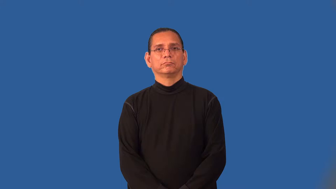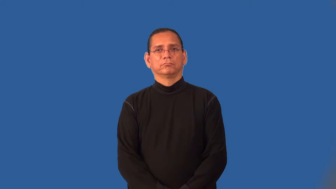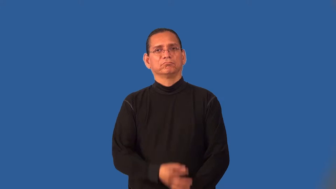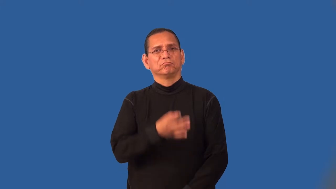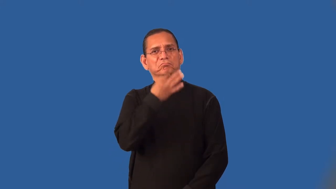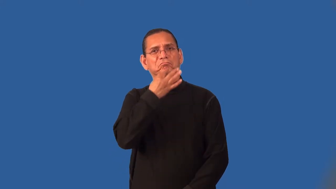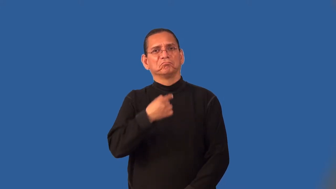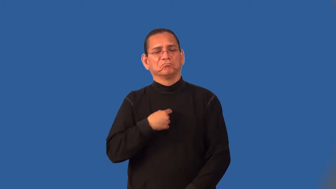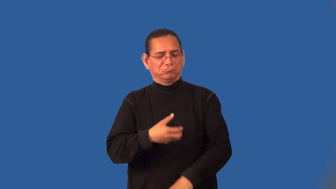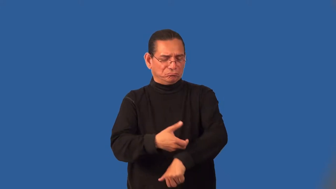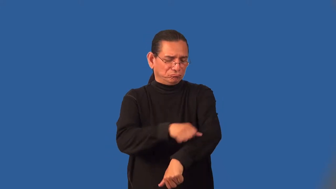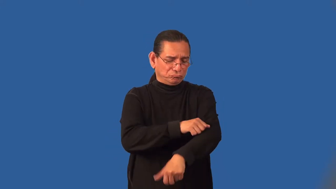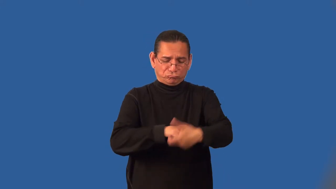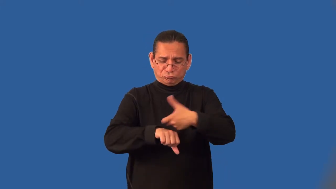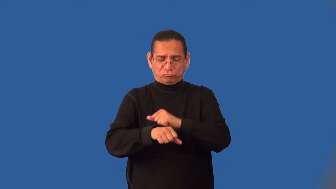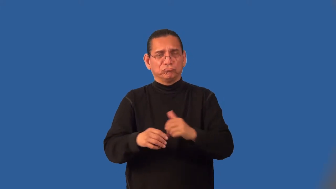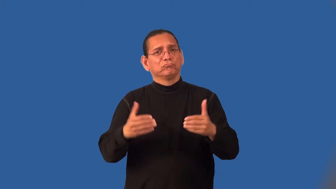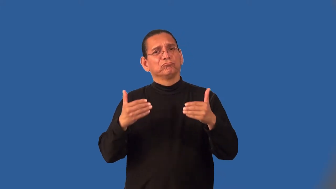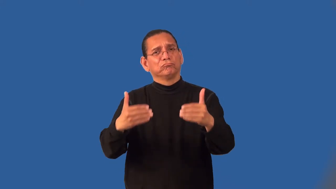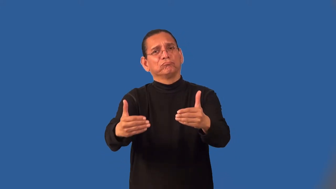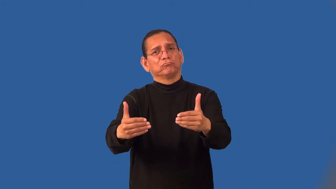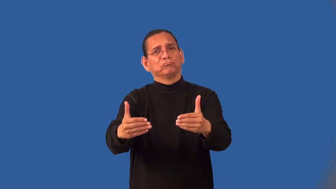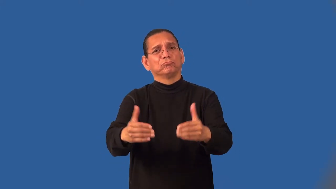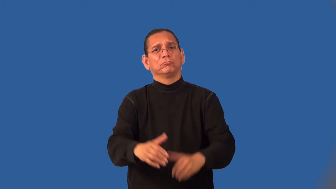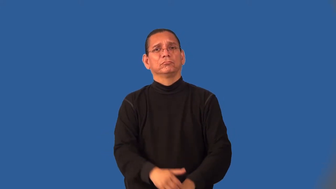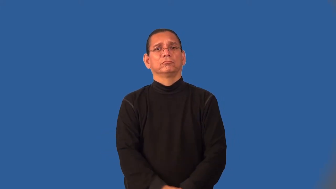initiative